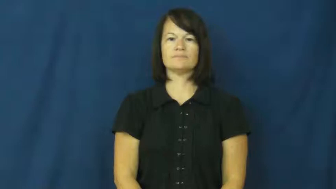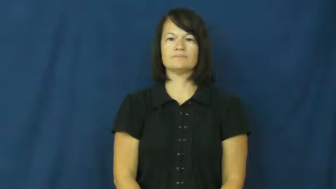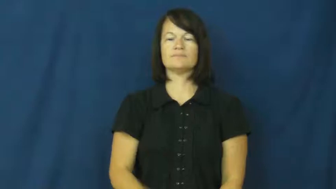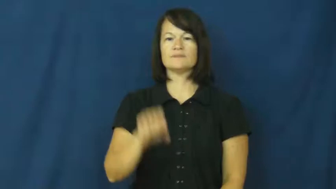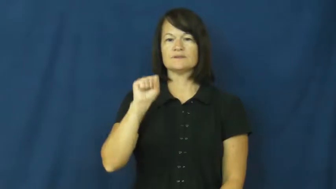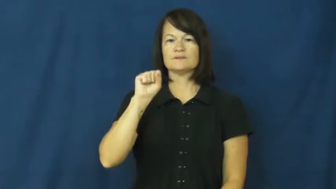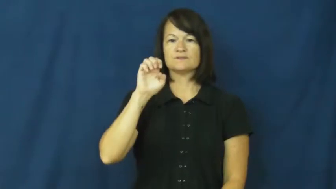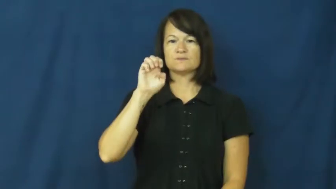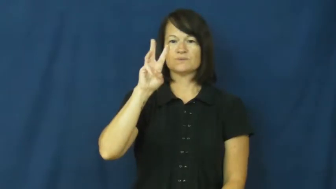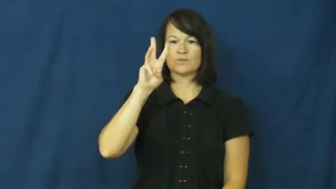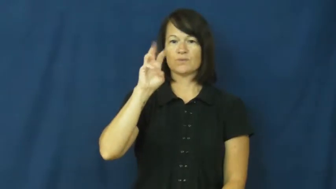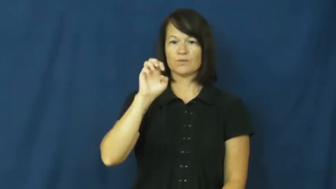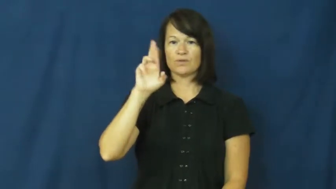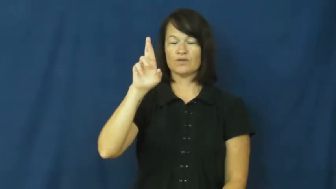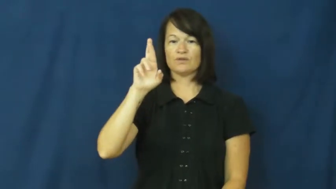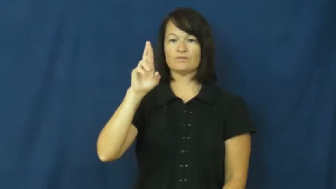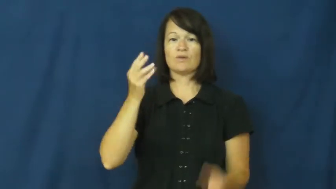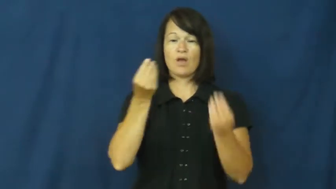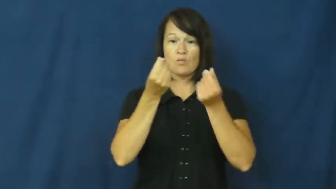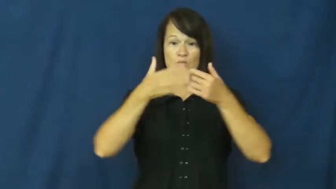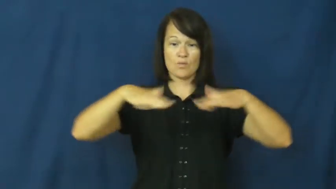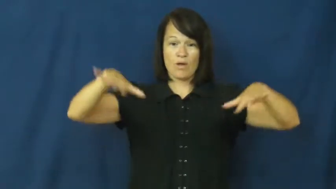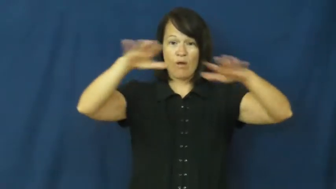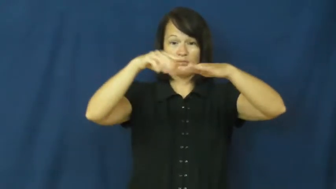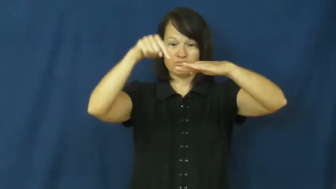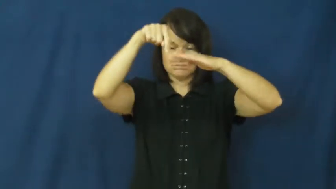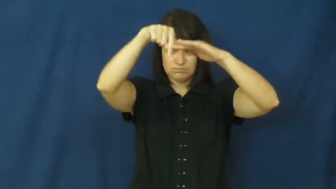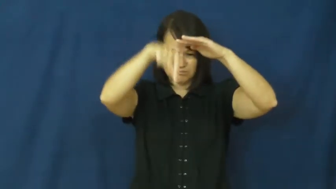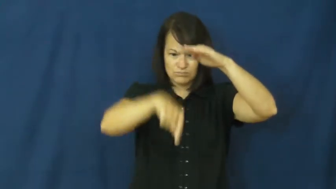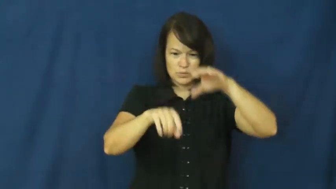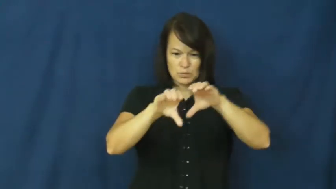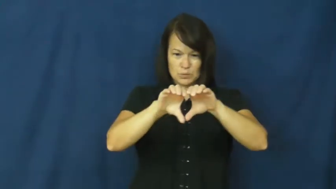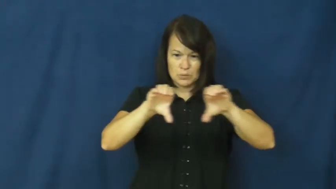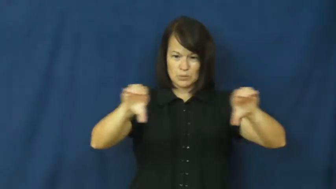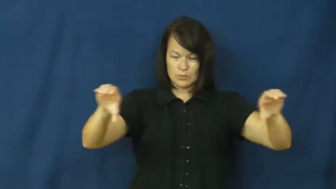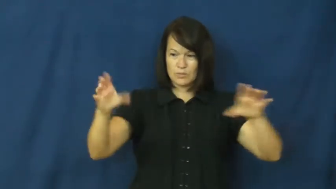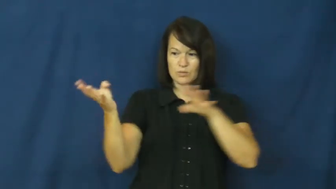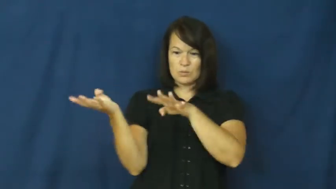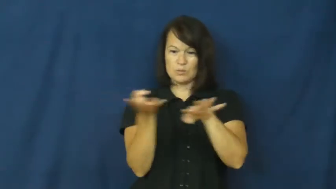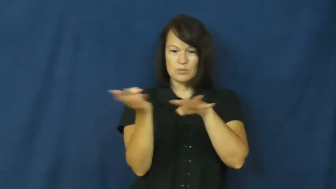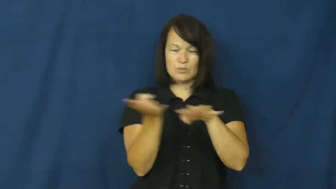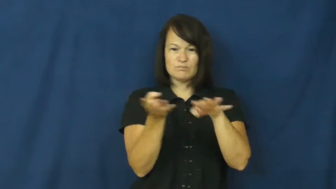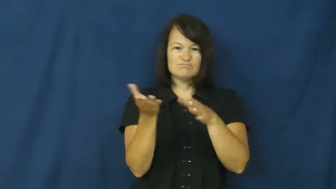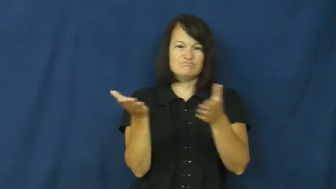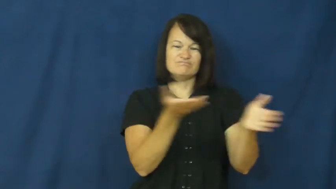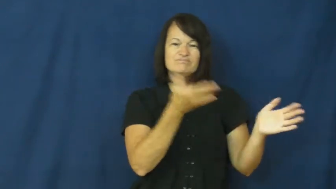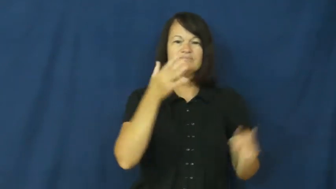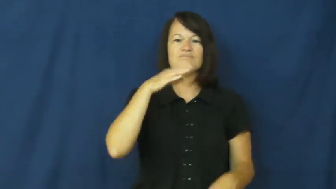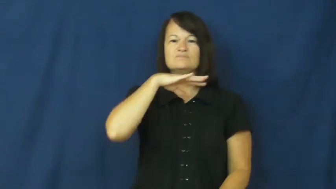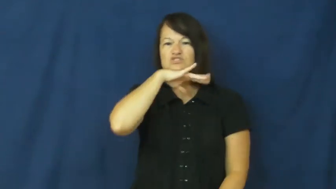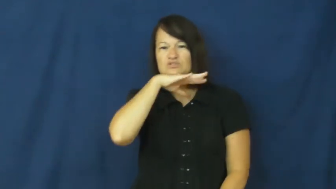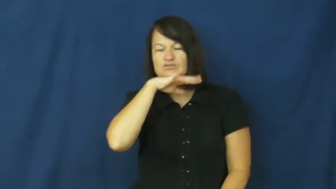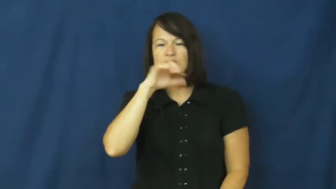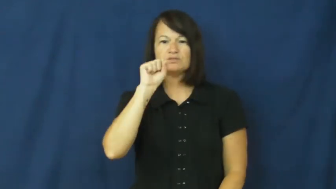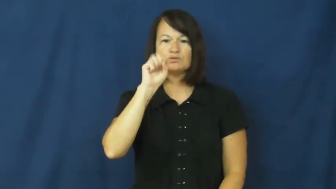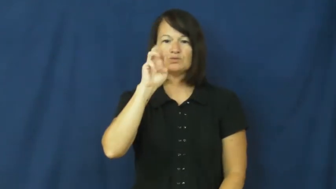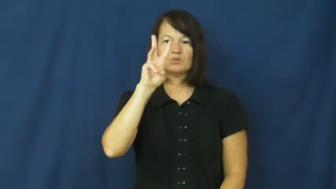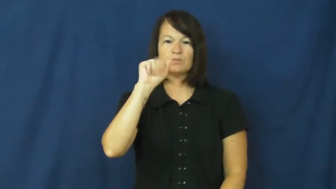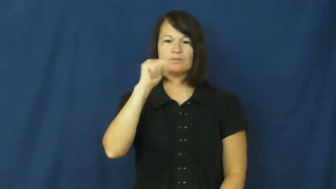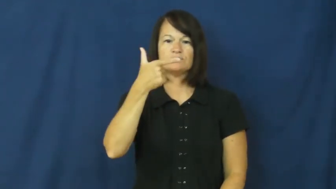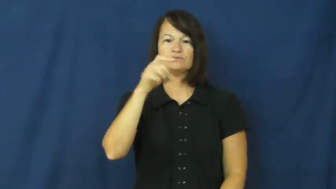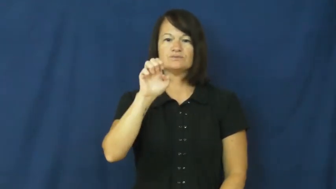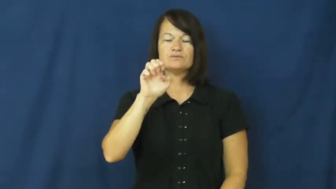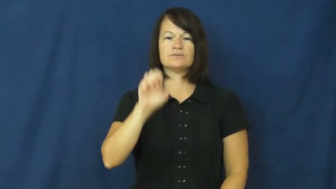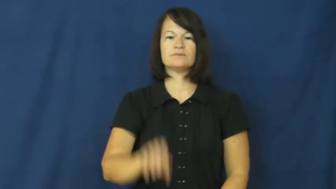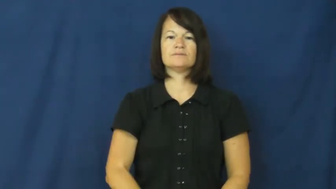sewer